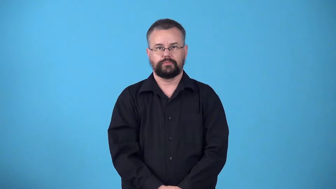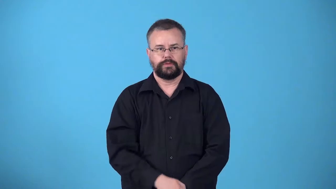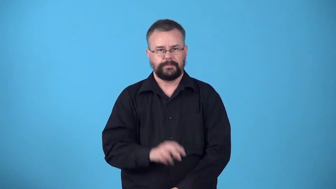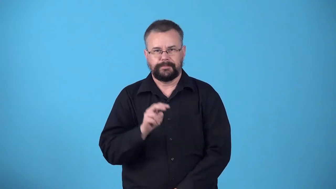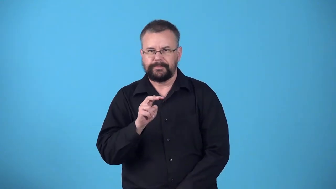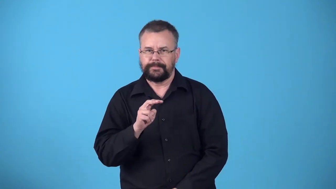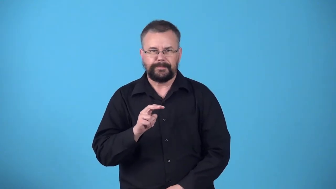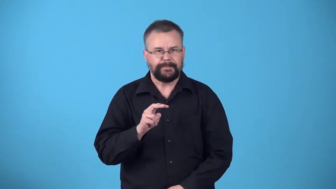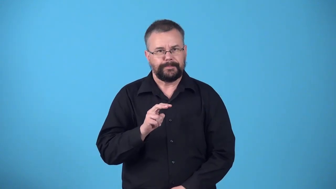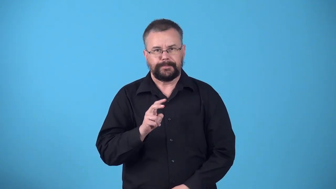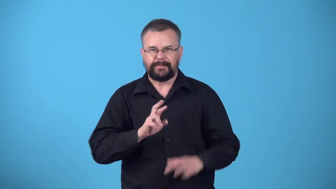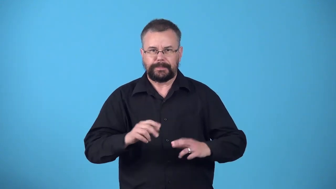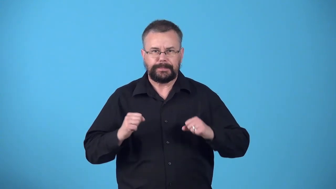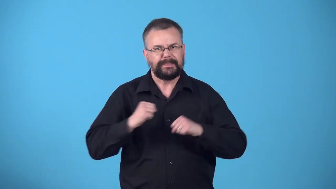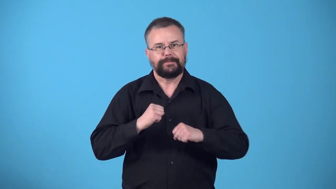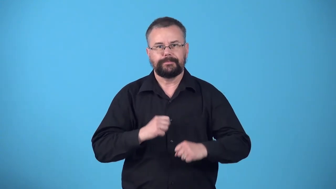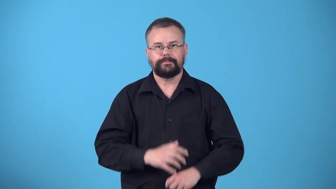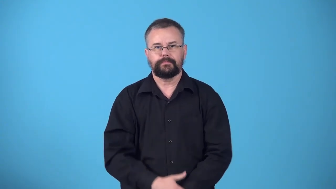wolfish-looking as though you want to hurt or trick someone